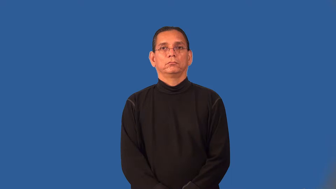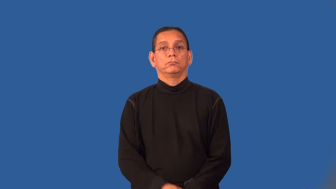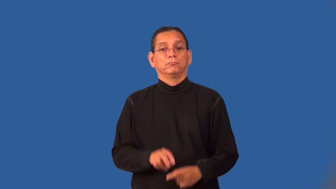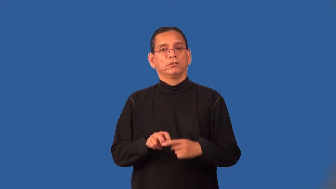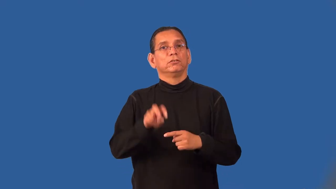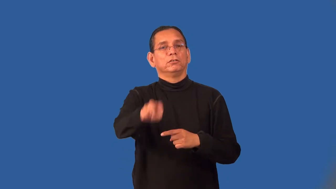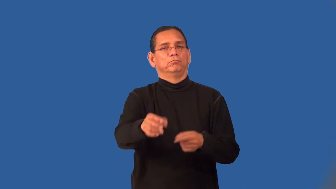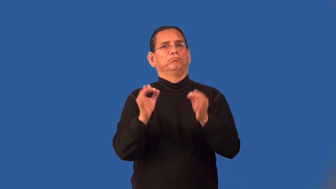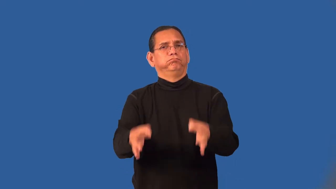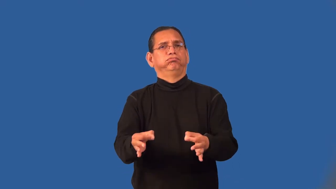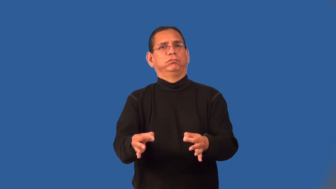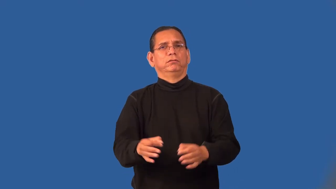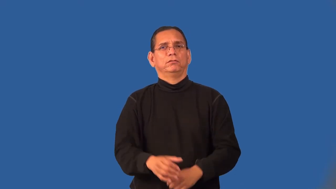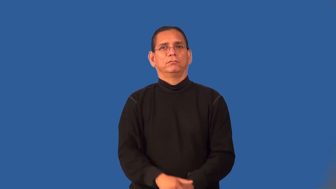preconceived